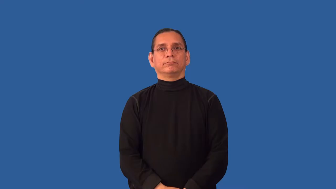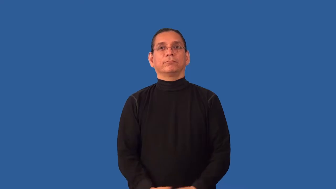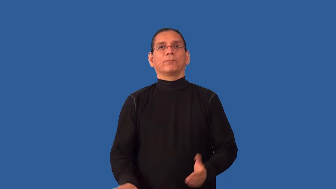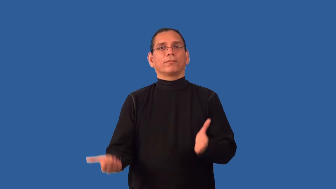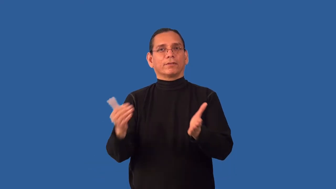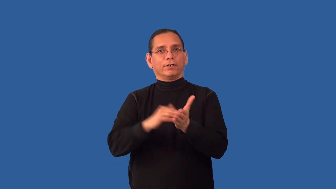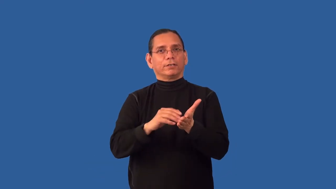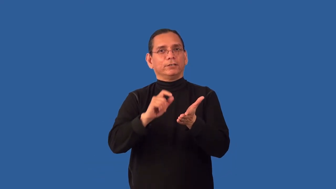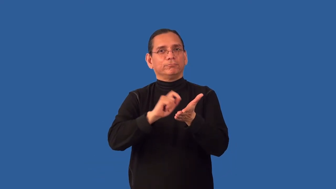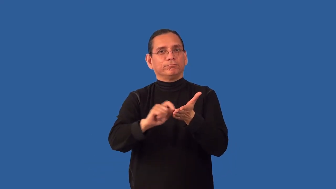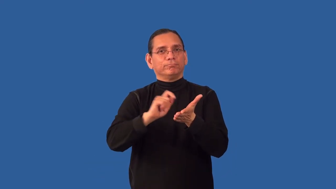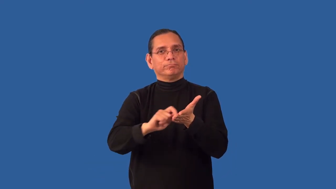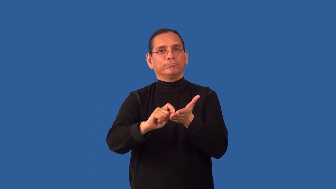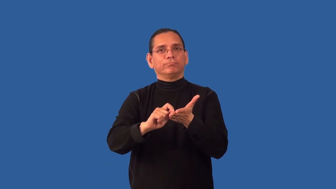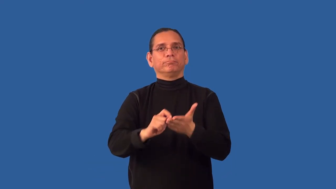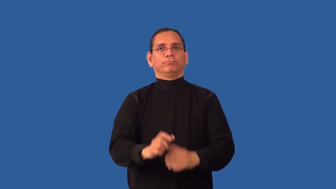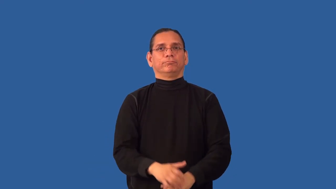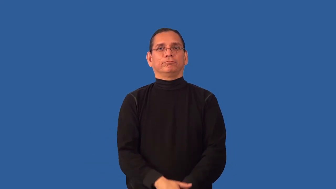redraft